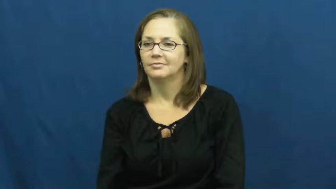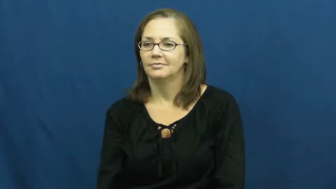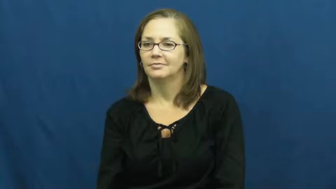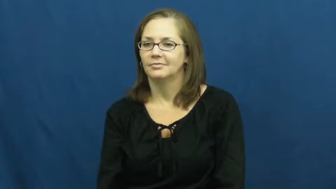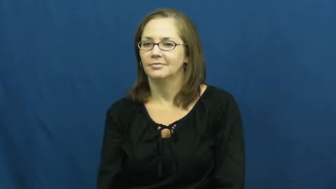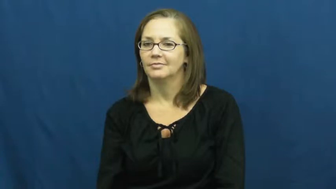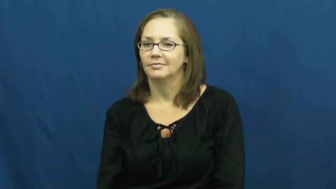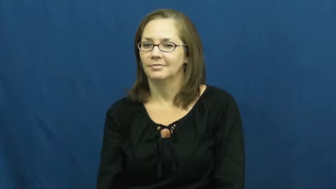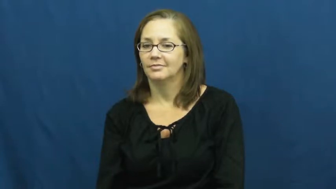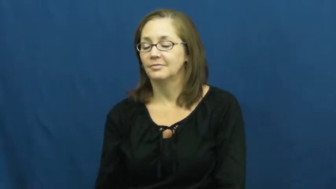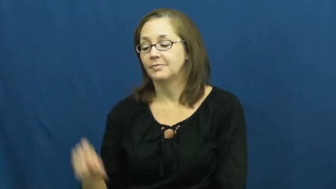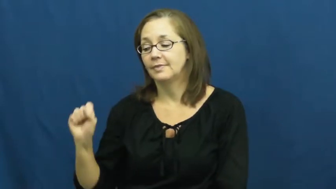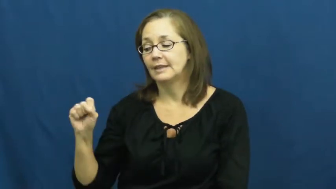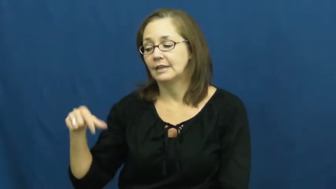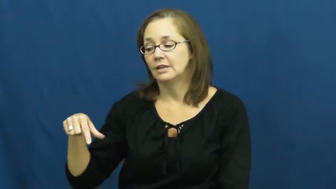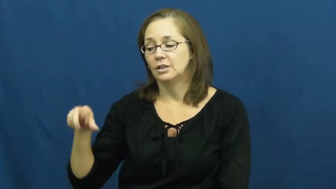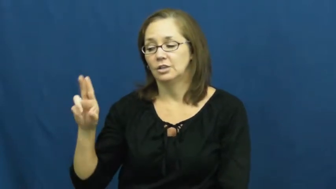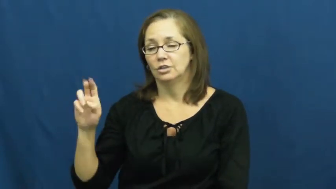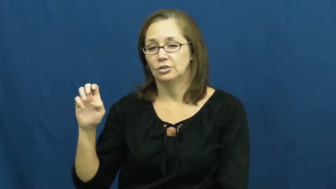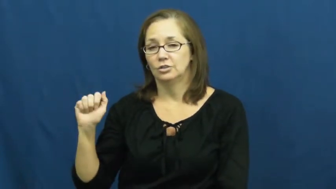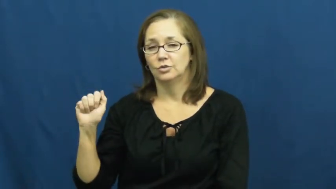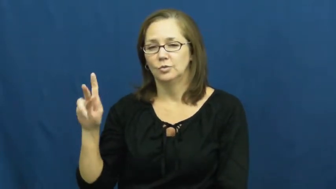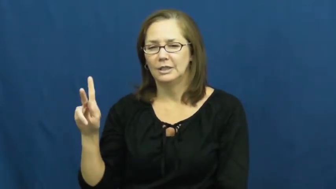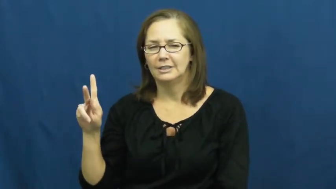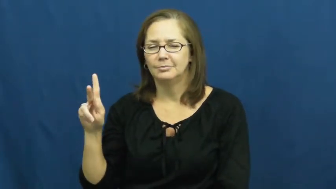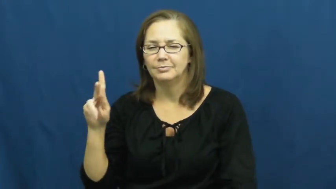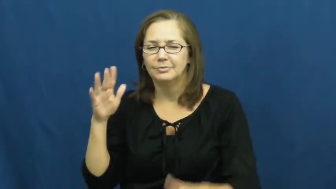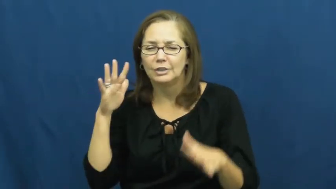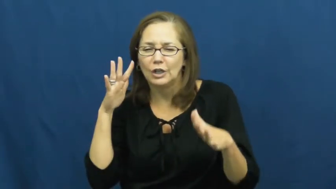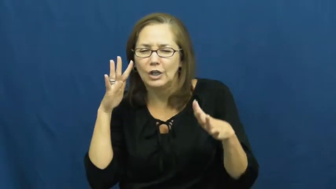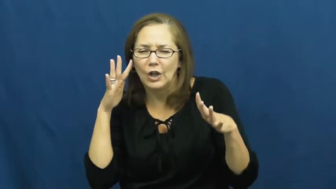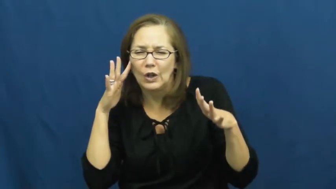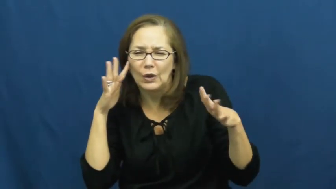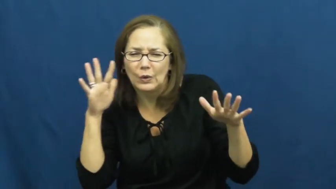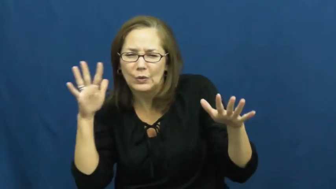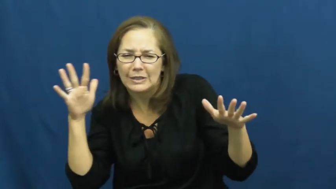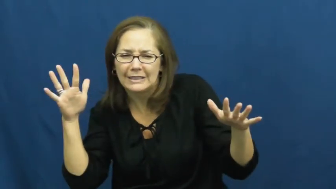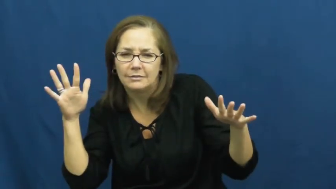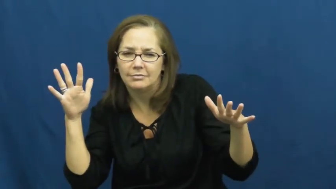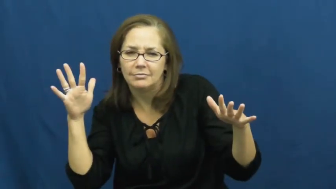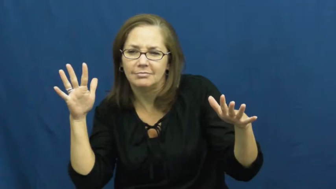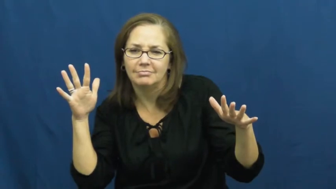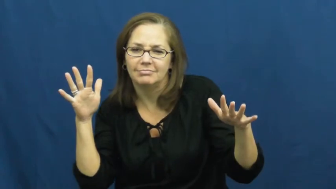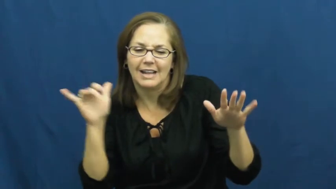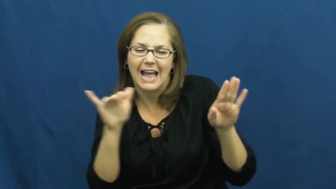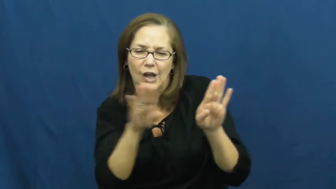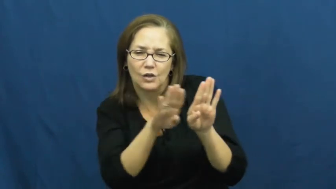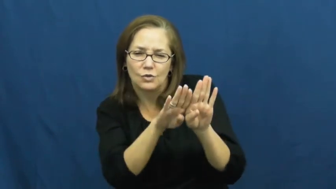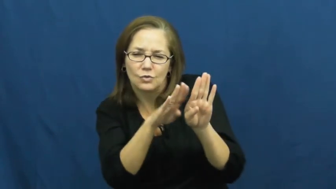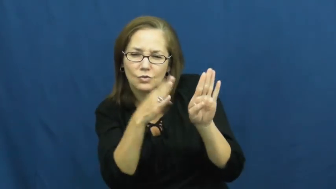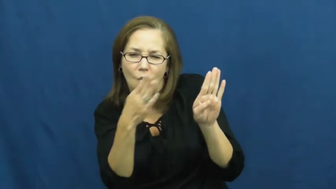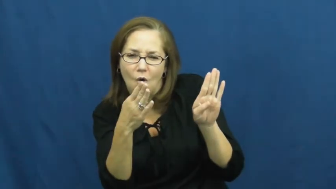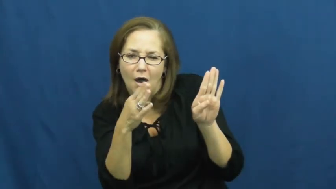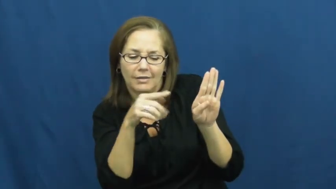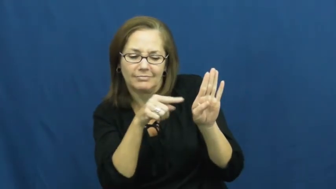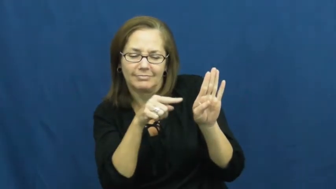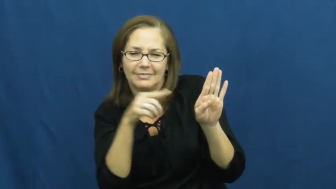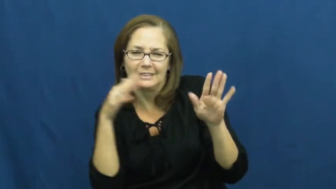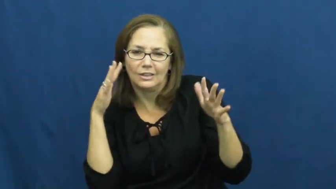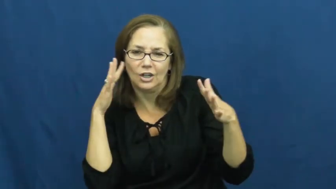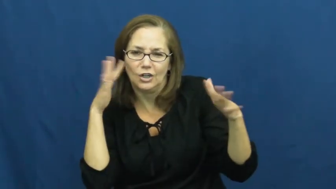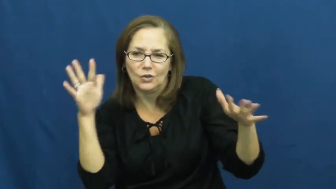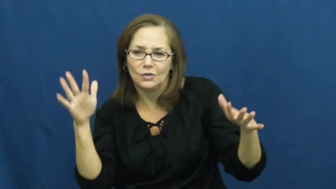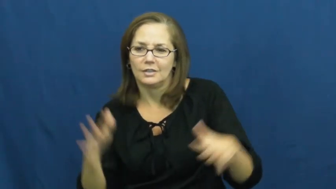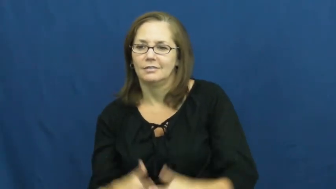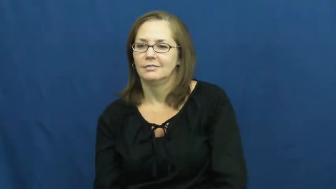squeak